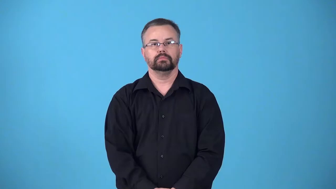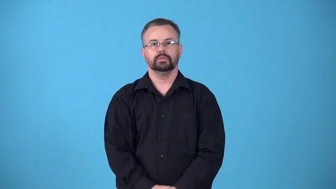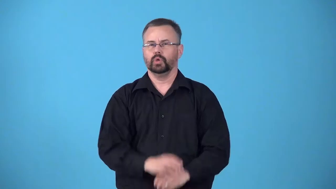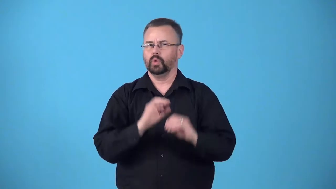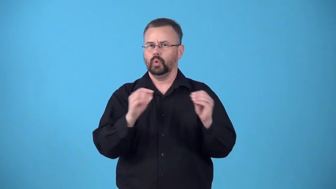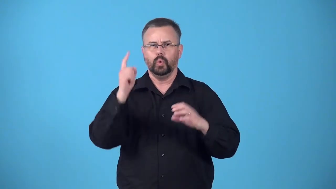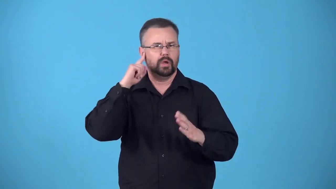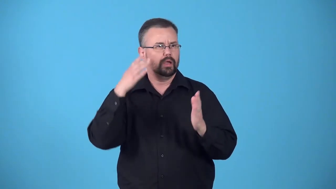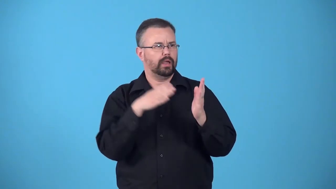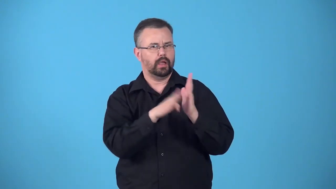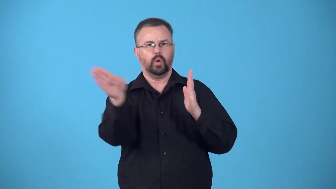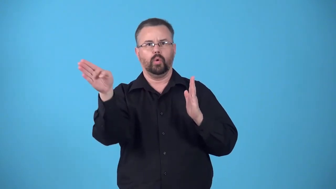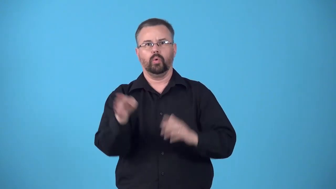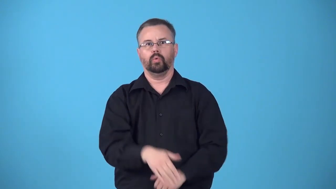echoless